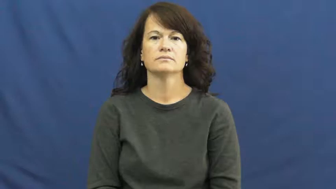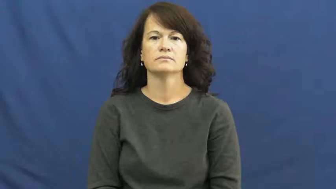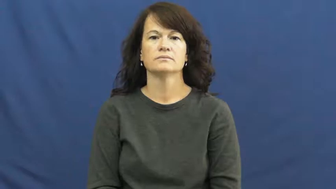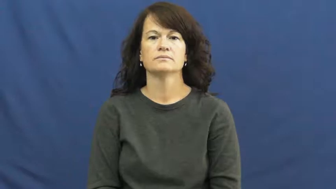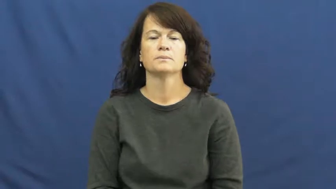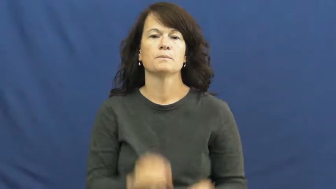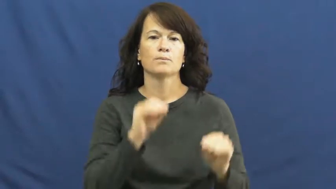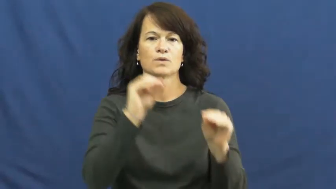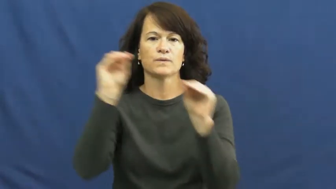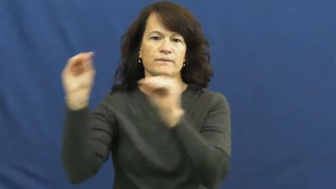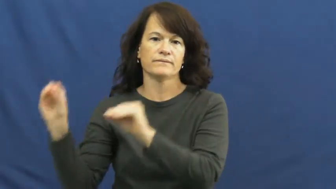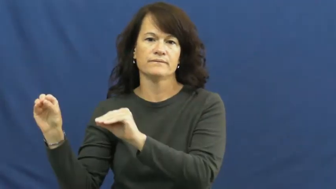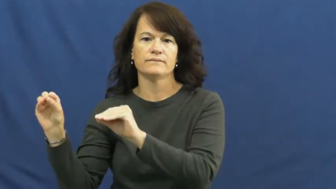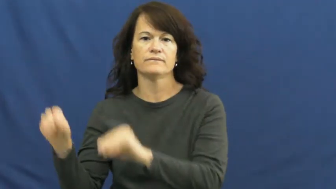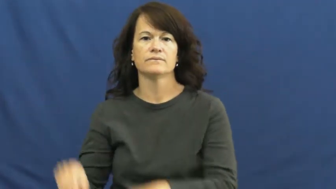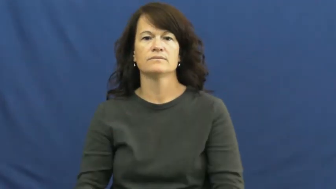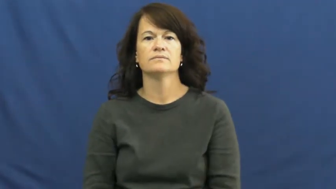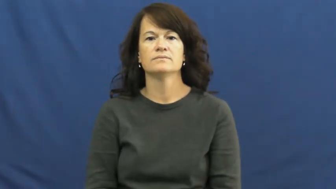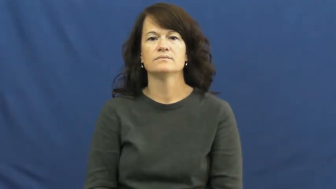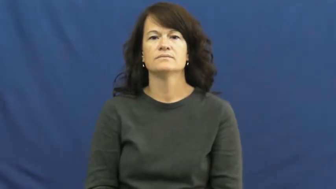move down,move down from